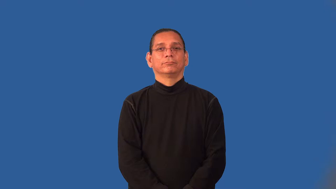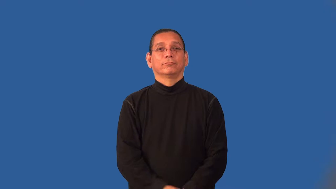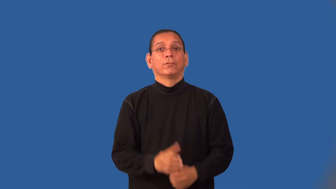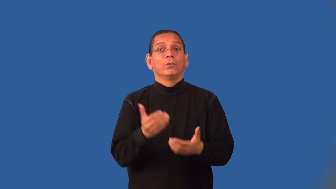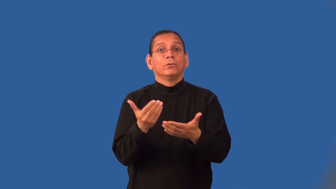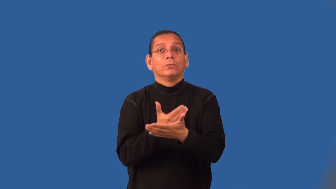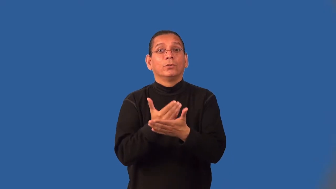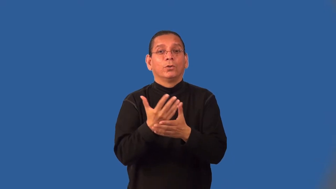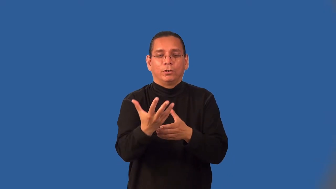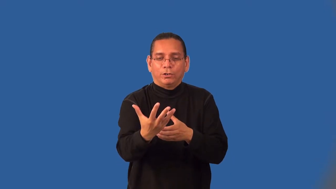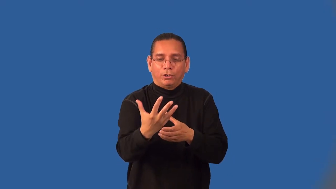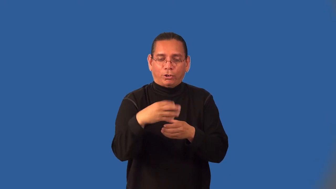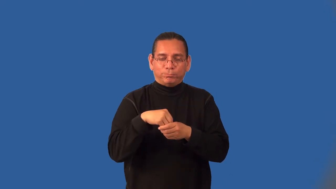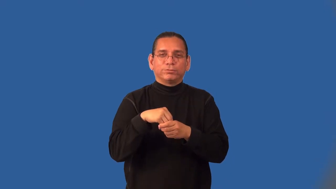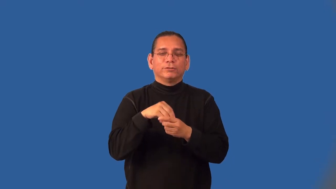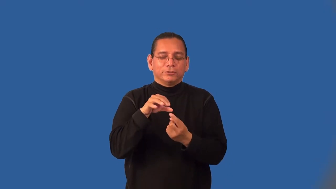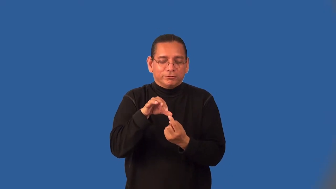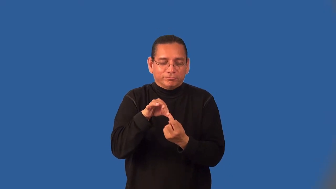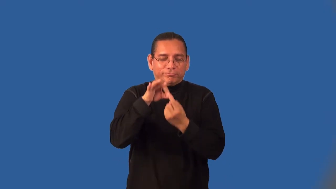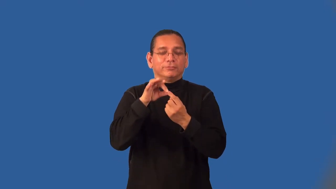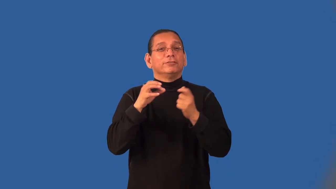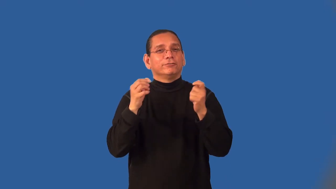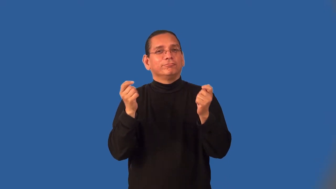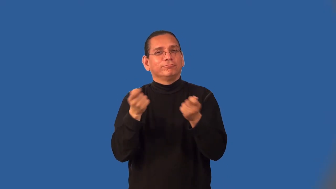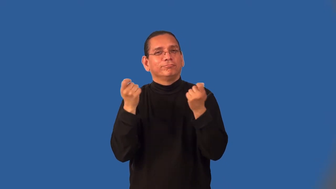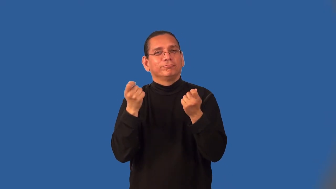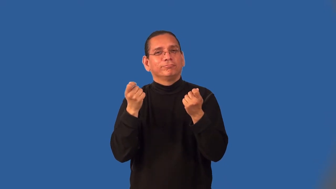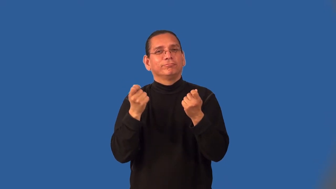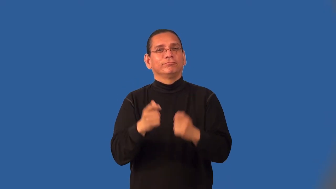initiate-join group